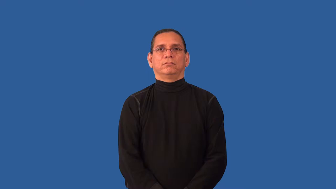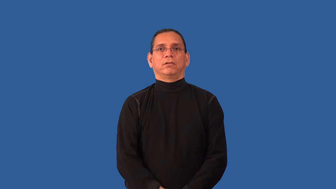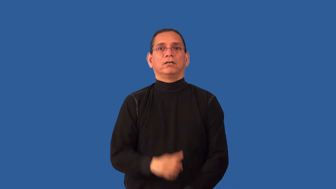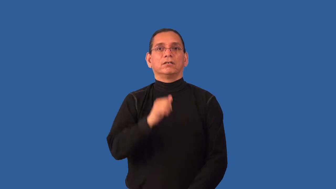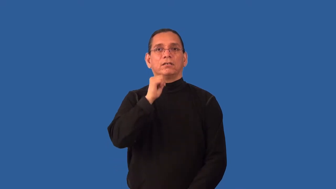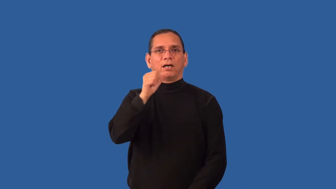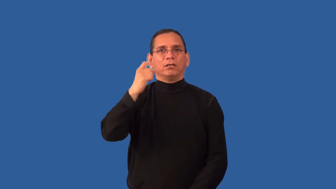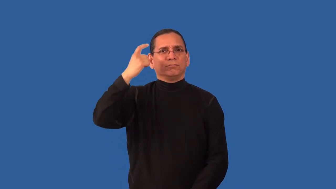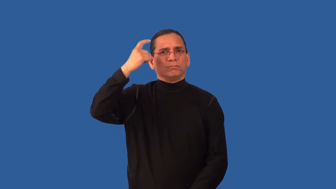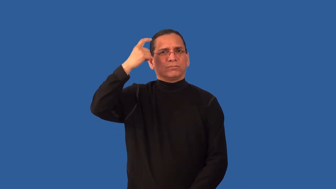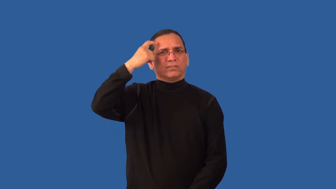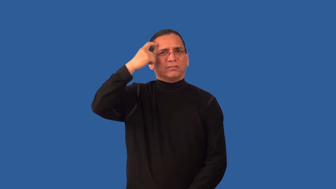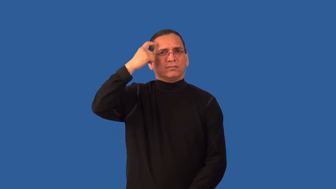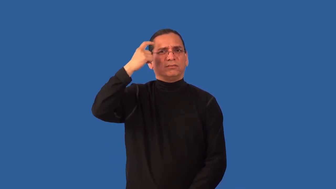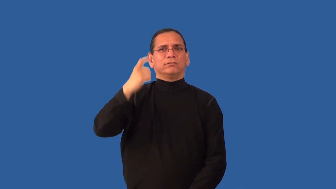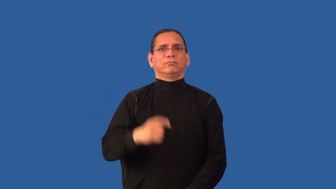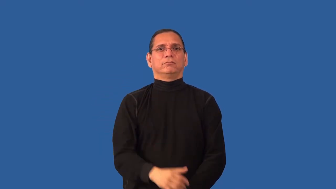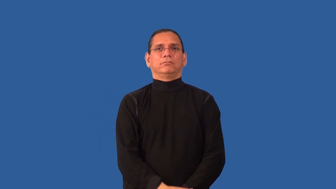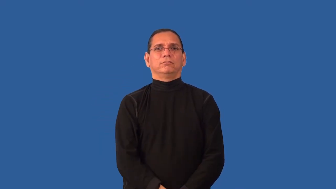impractical,unpractical,fantastic